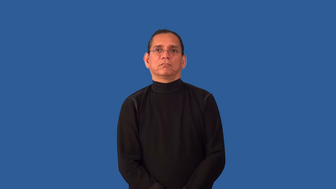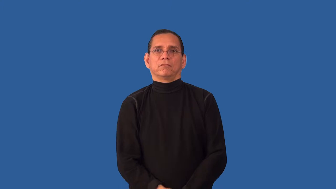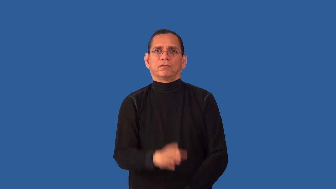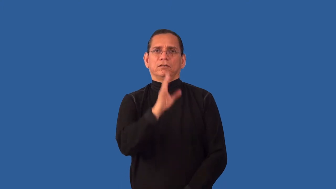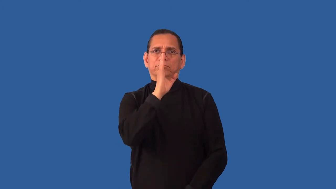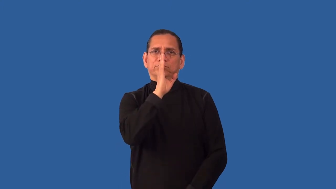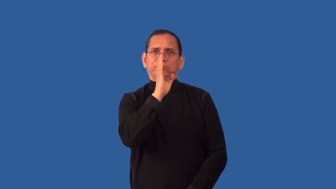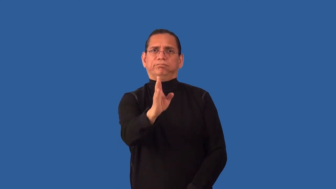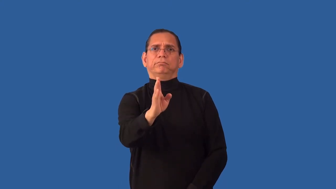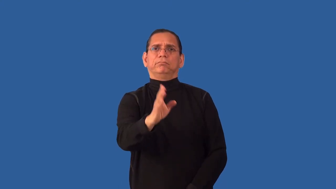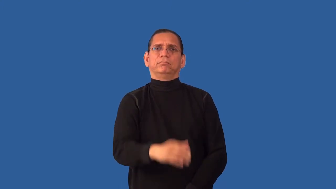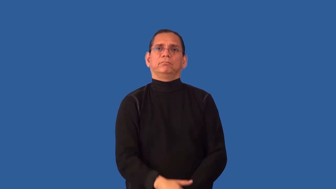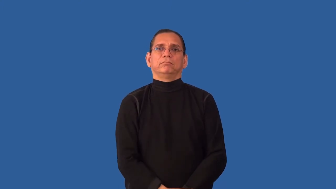unblinking,unflinching,unvarnished,untactful-blunt